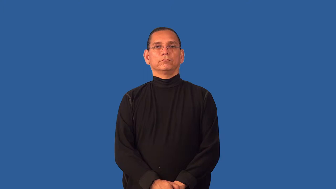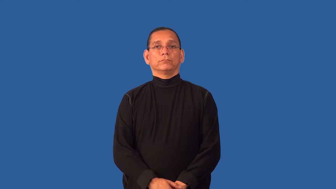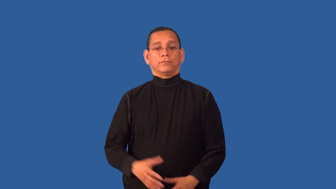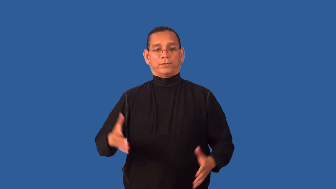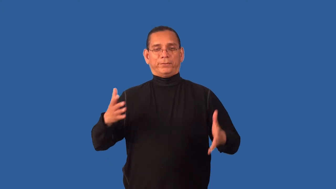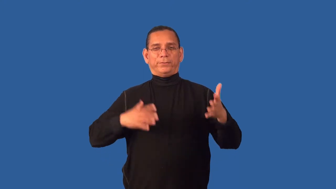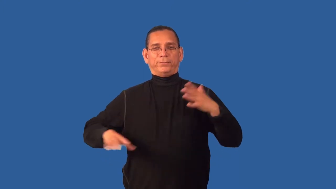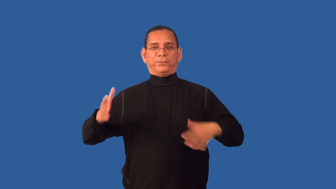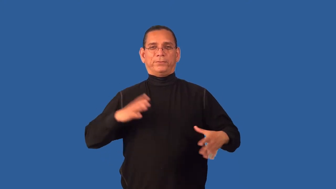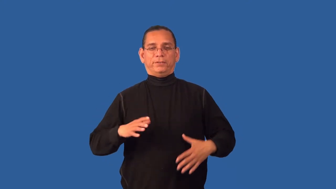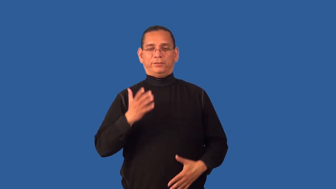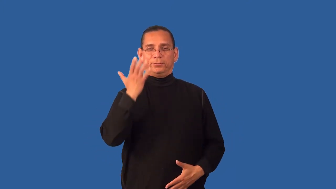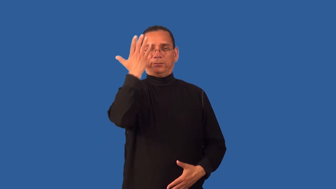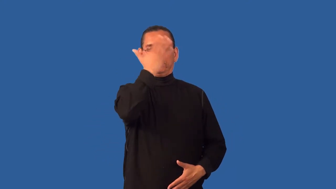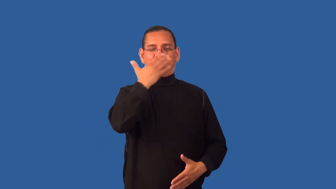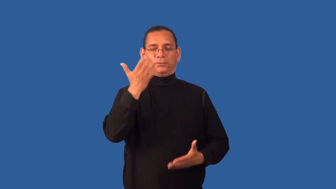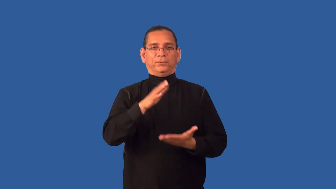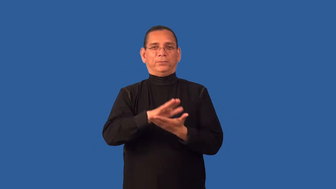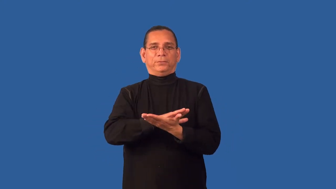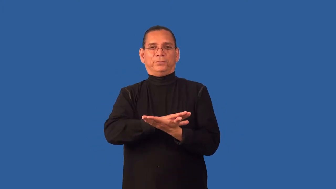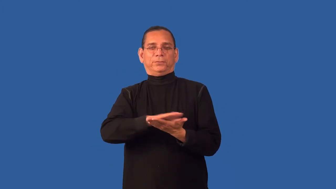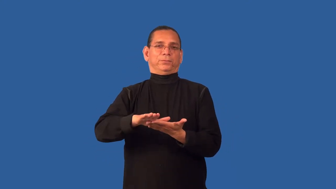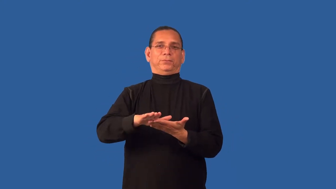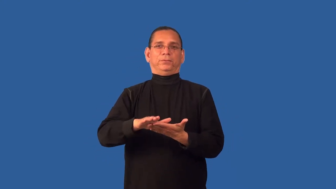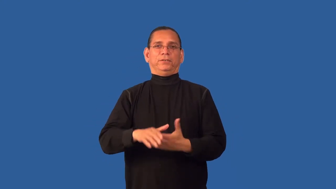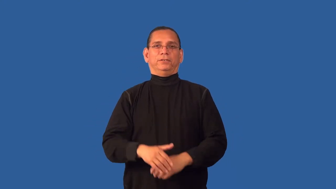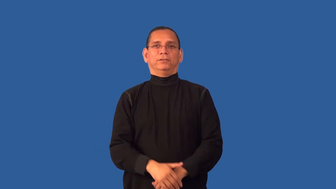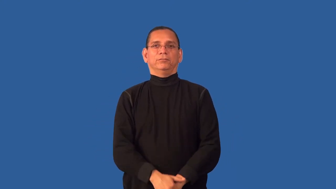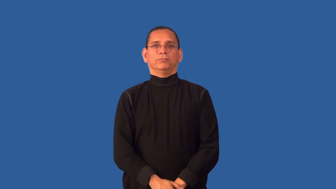dapper,spiffy,snappy,smart,sporty,spiv